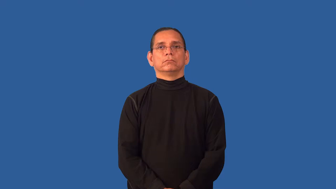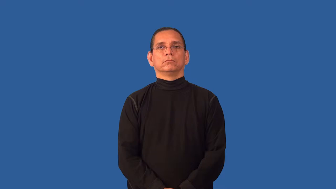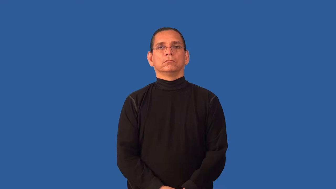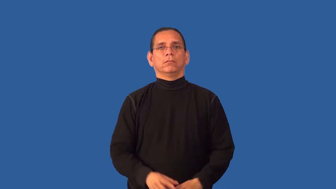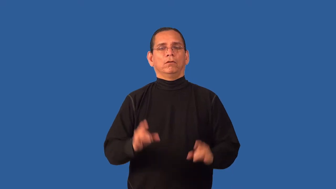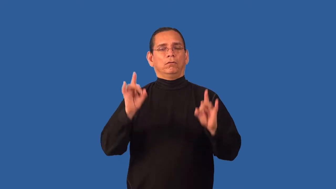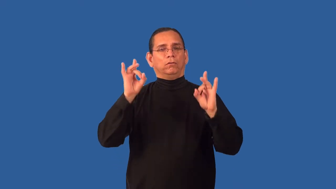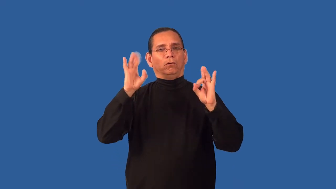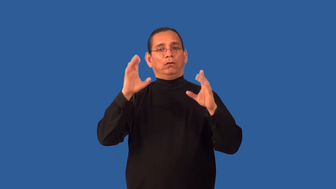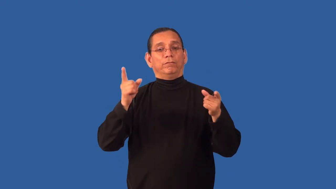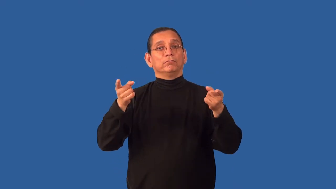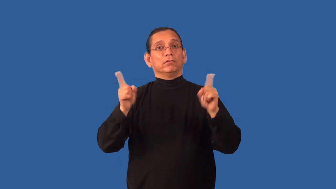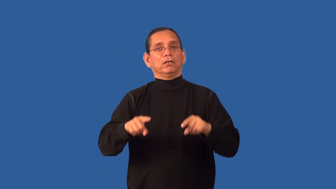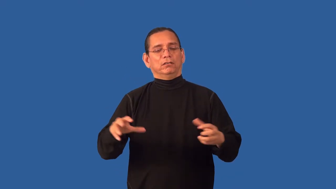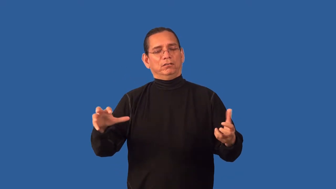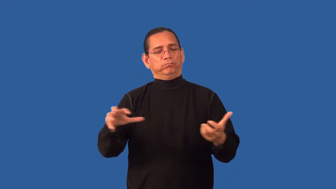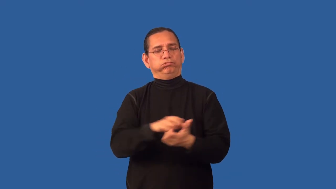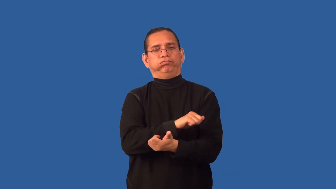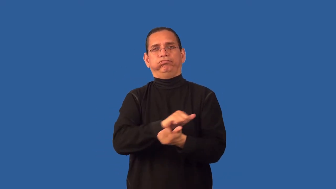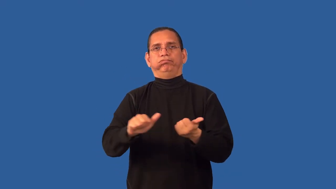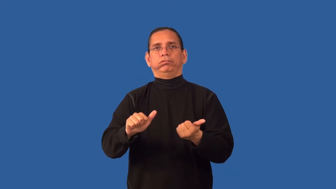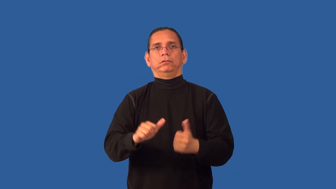apocalypse